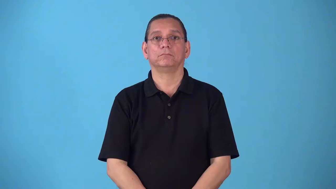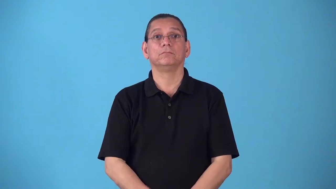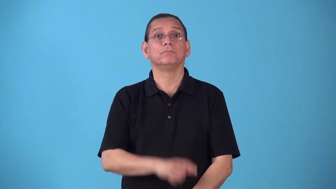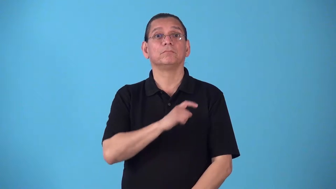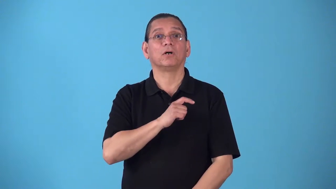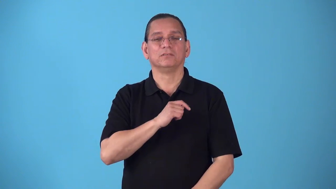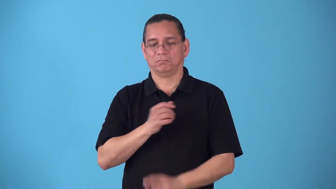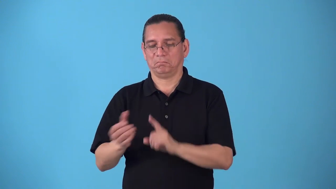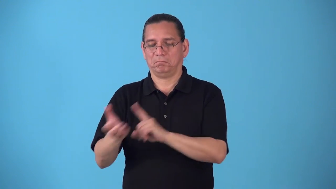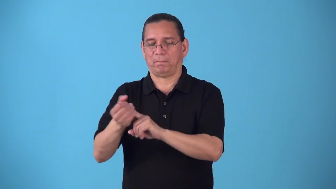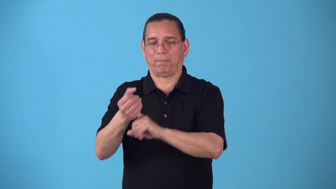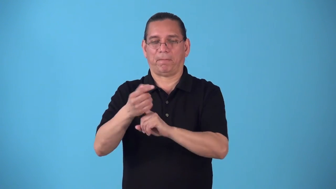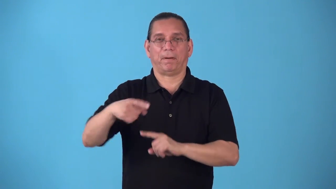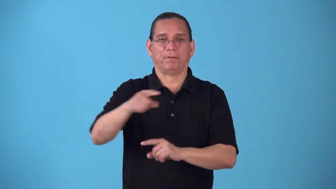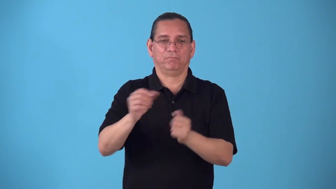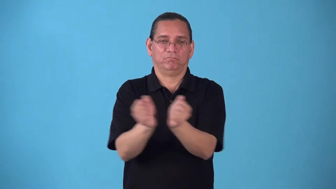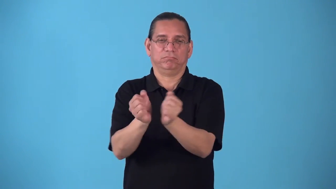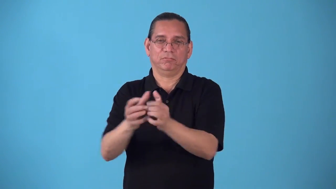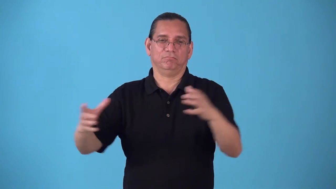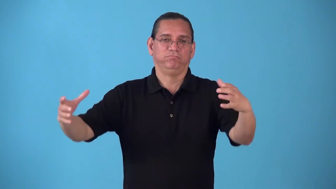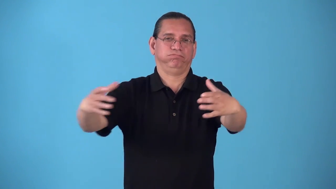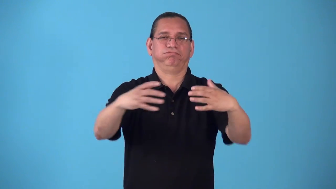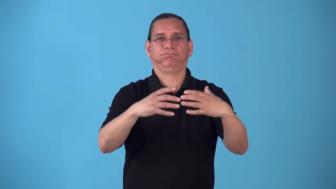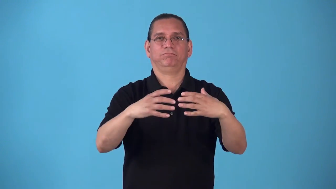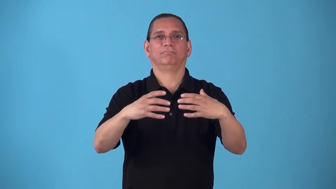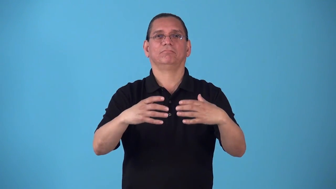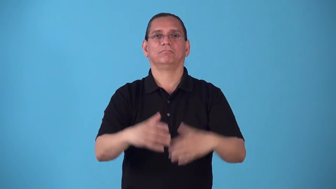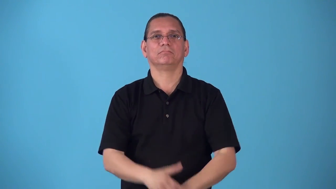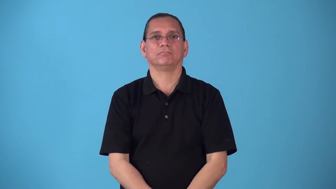roundup-police